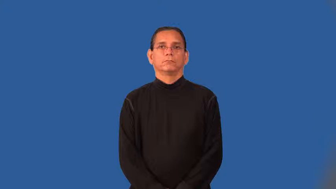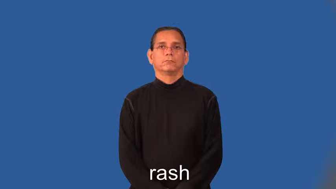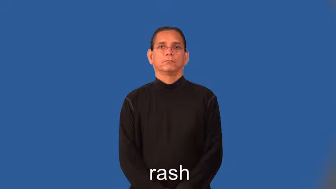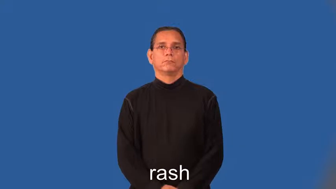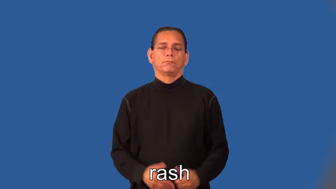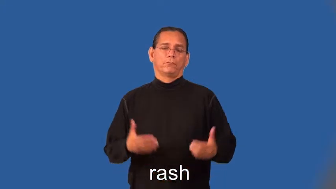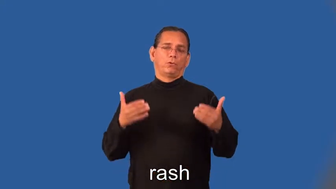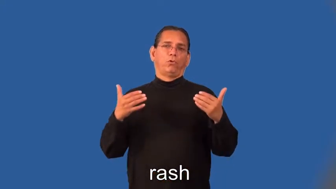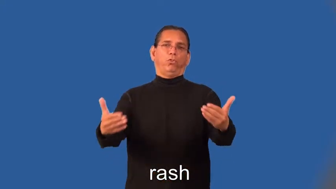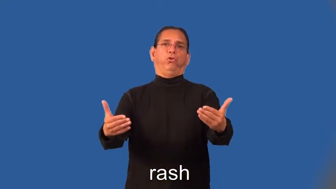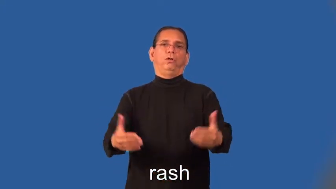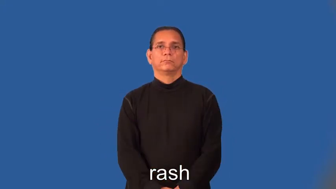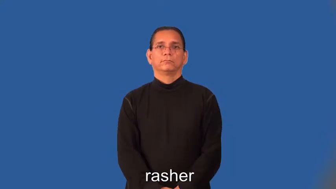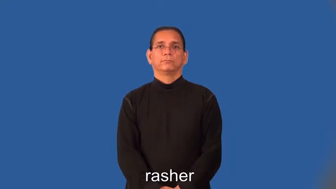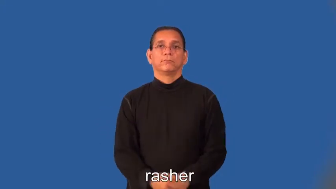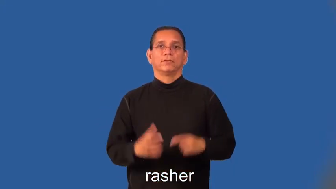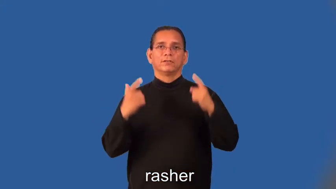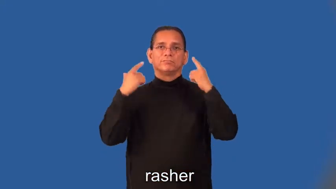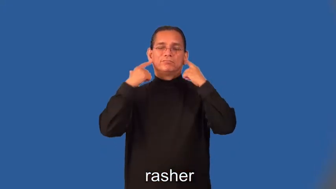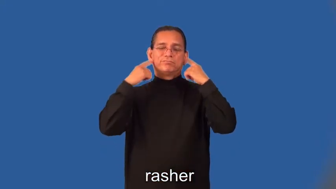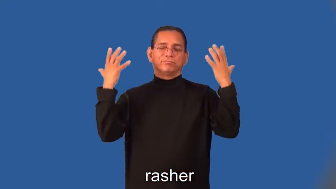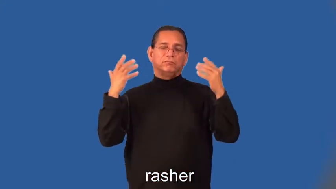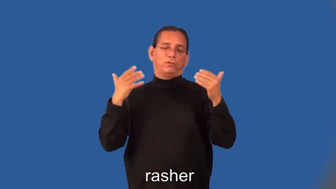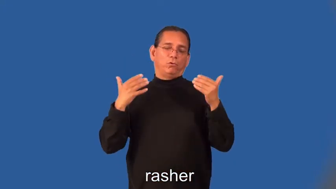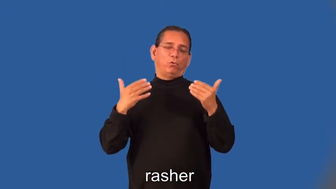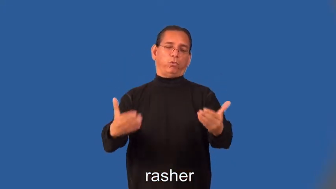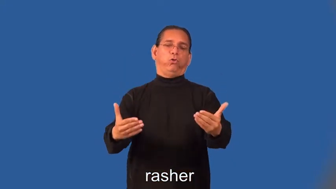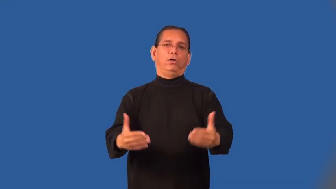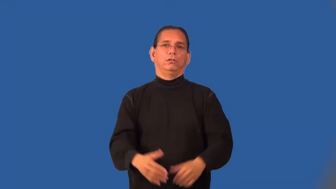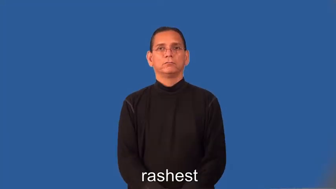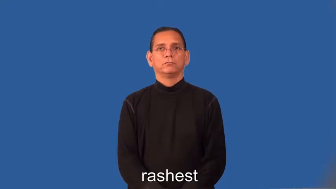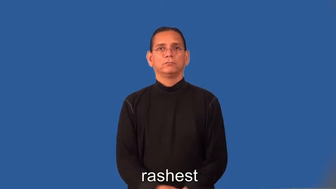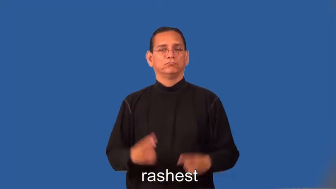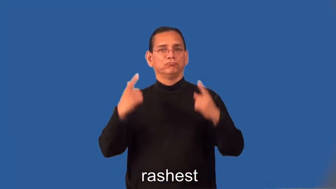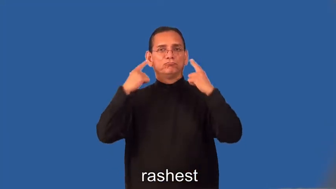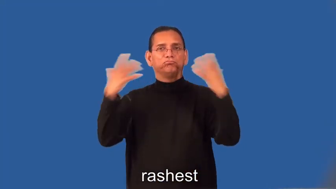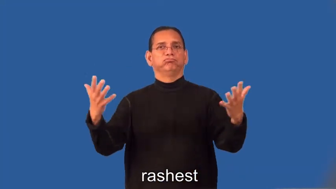rasher,rashest